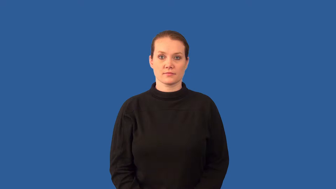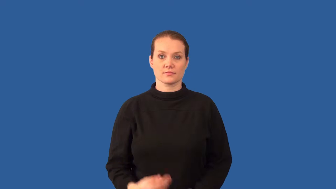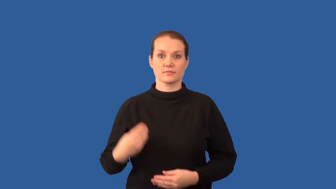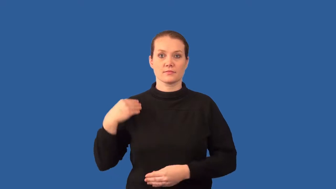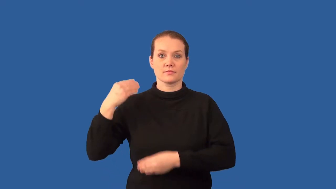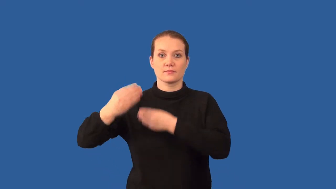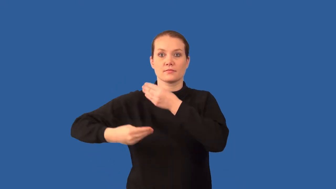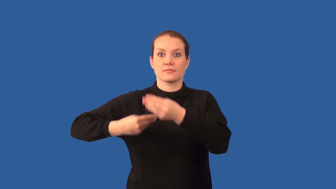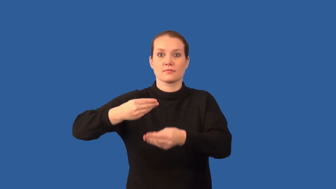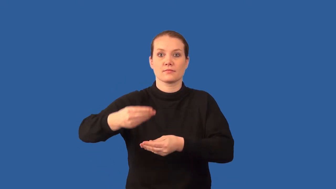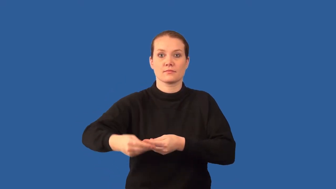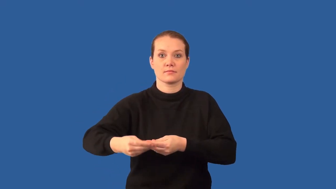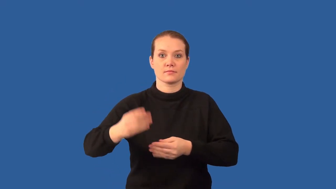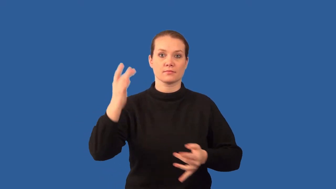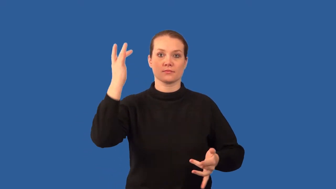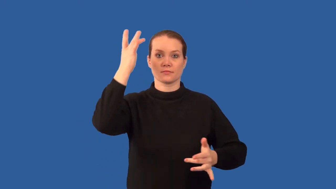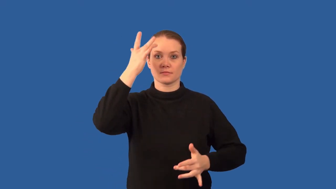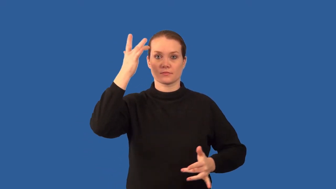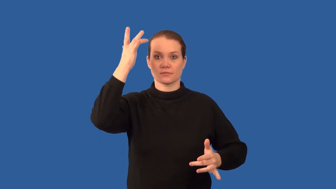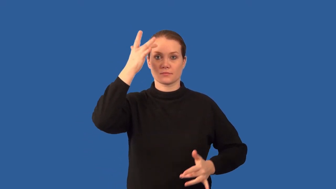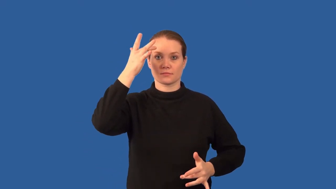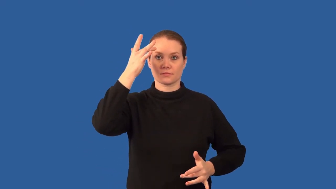carrier,transmitter-disease